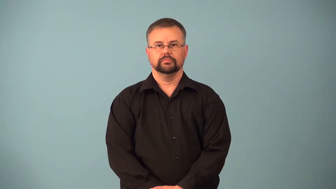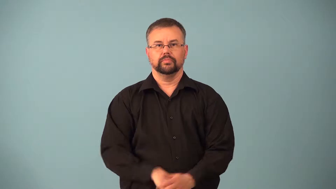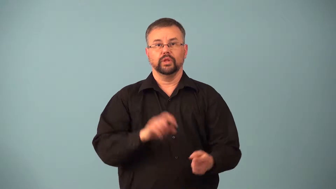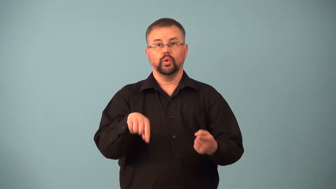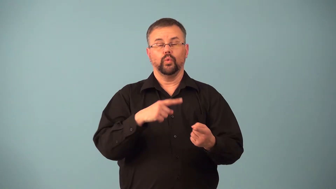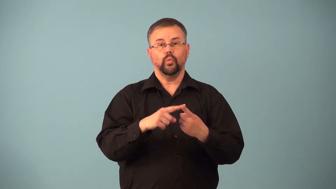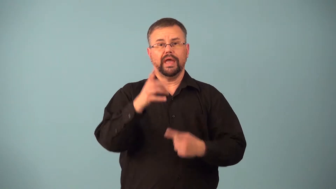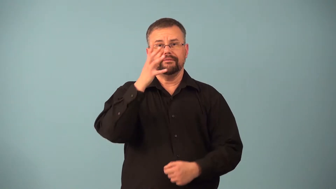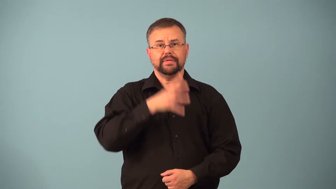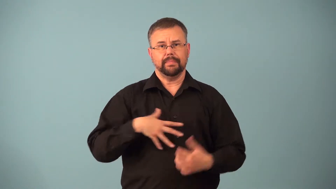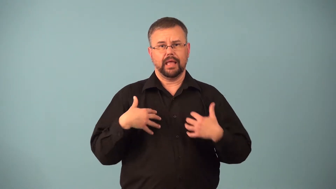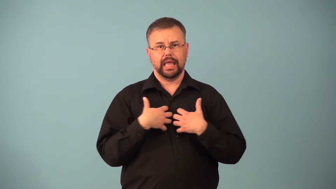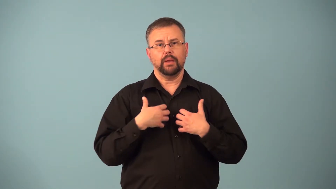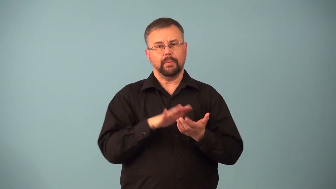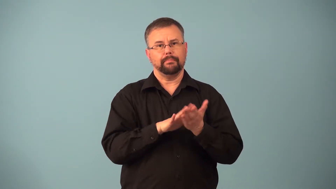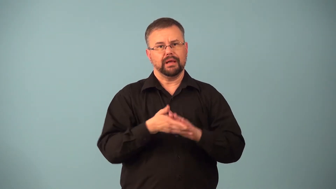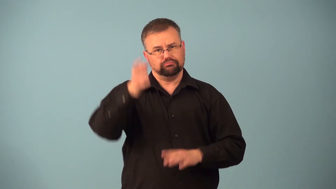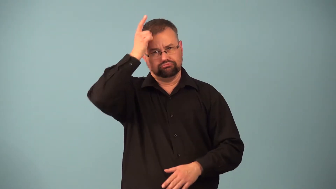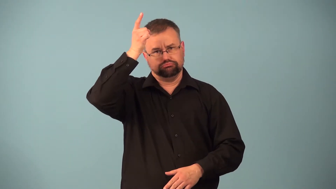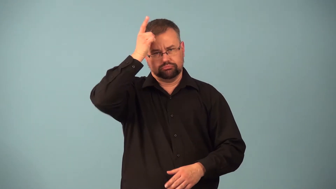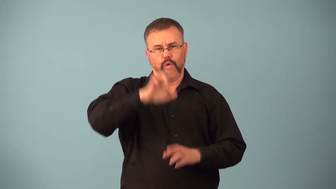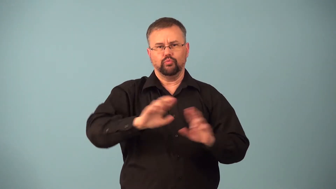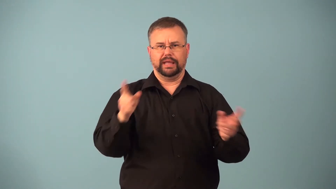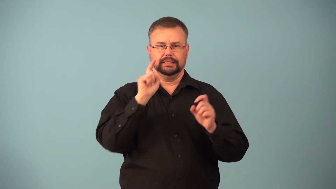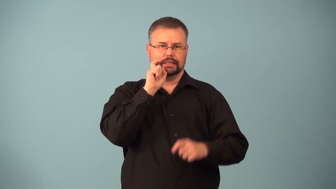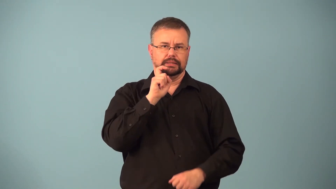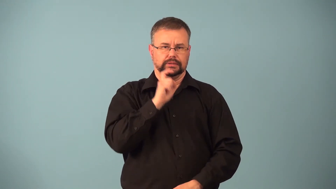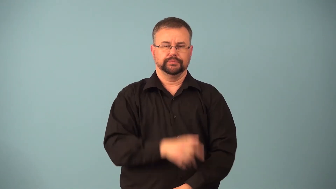heat,estrous-animal